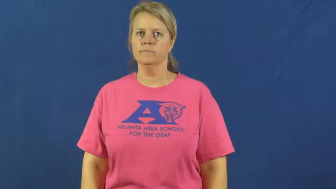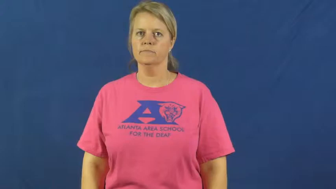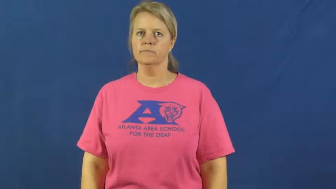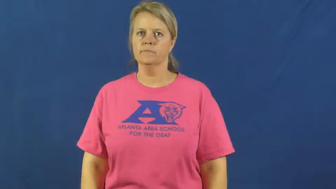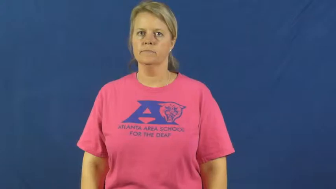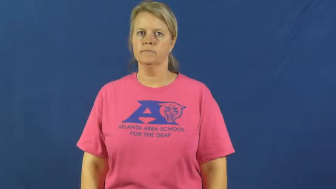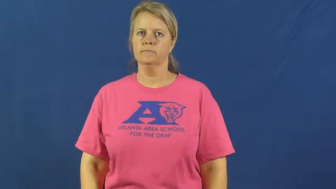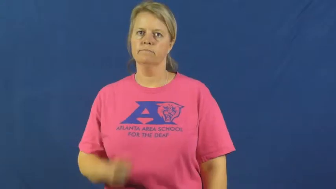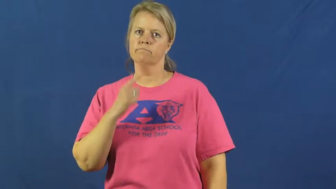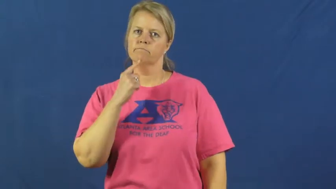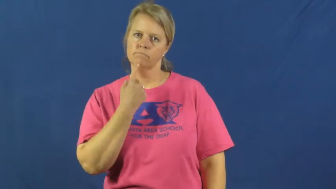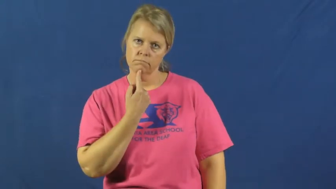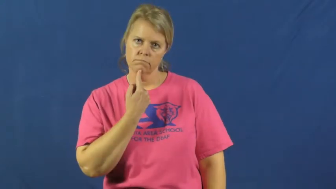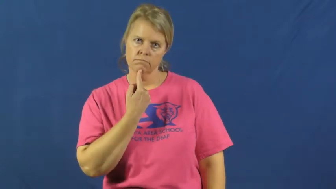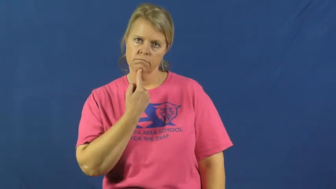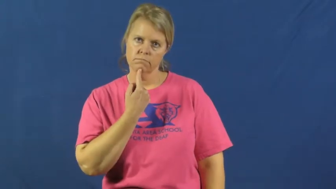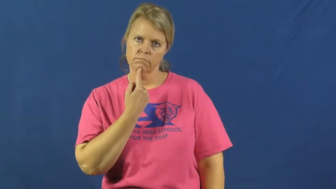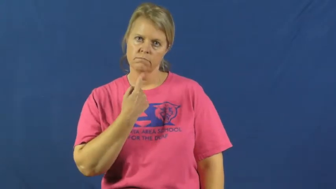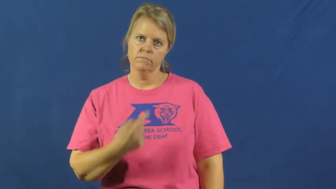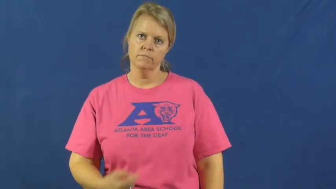disappoint,letdown,sorry